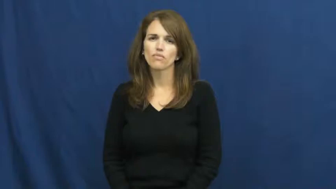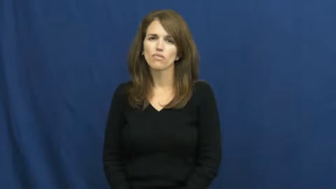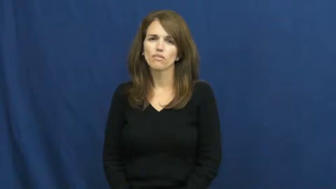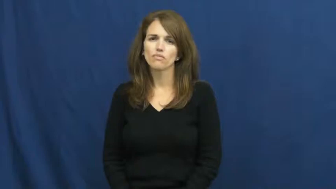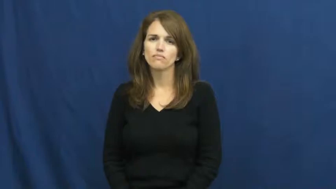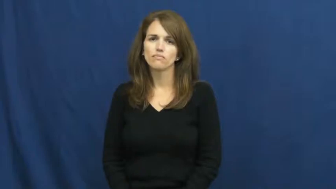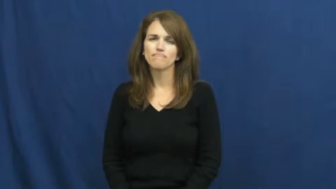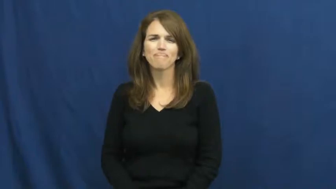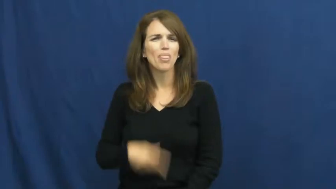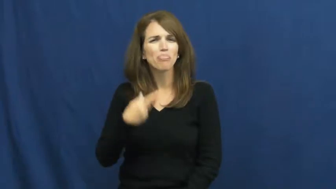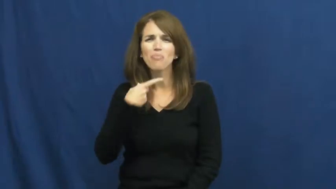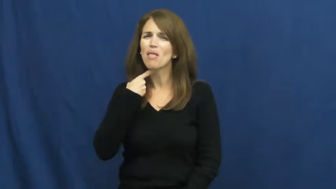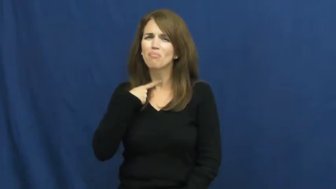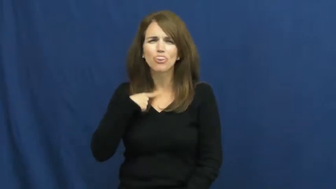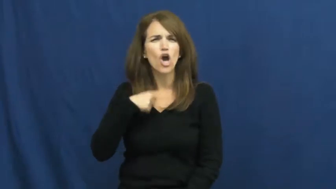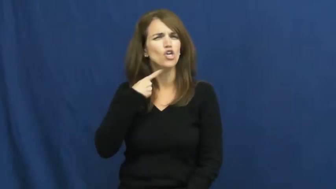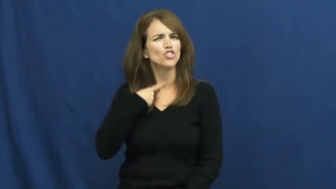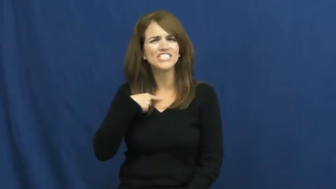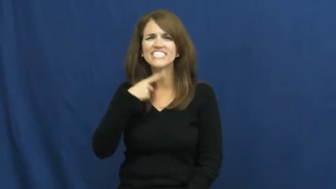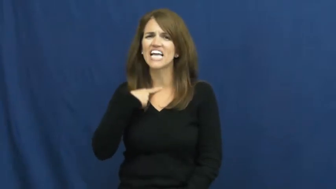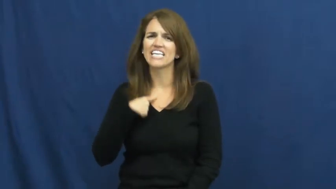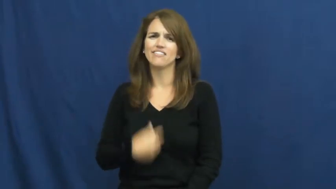thirsty,athirst,dry